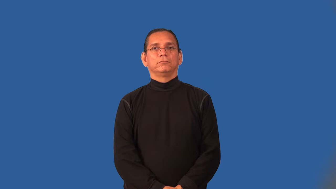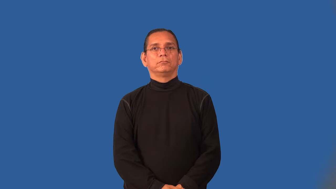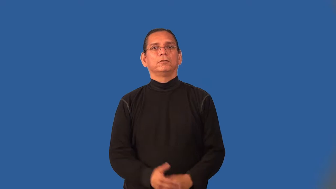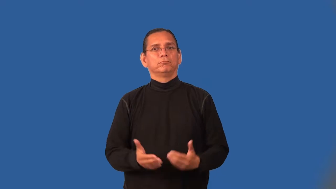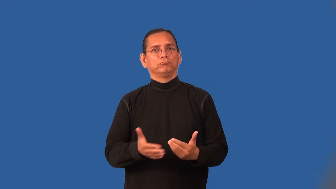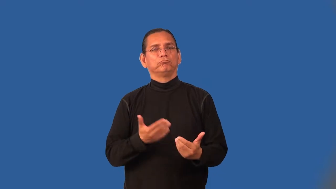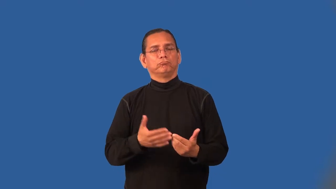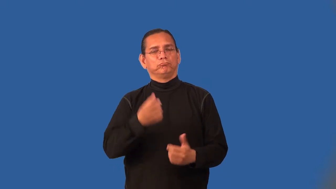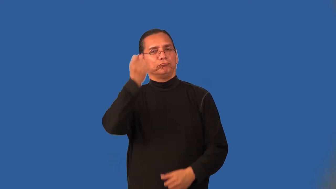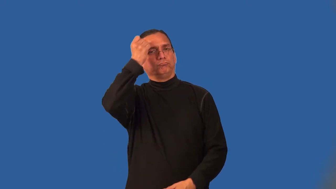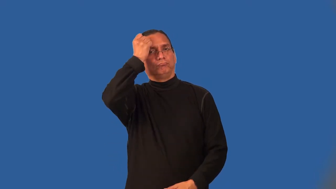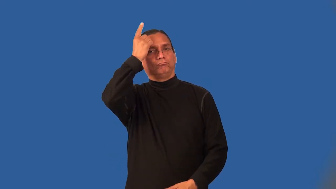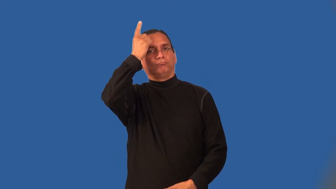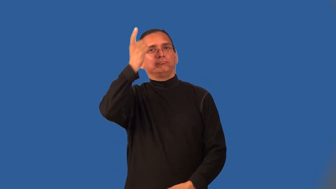intelligible,comprehensible,understandable,construable,fathomable,graspable,approachable